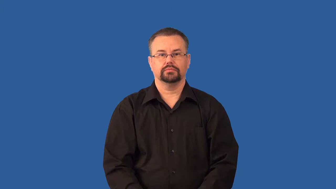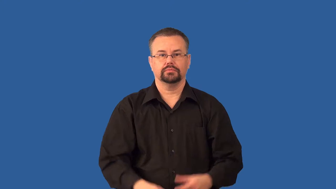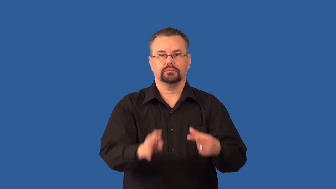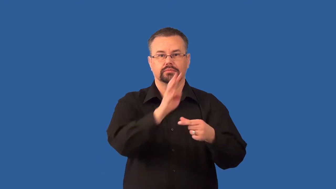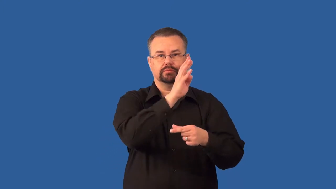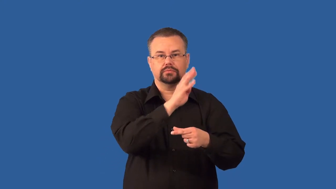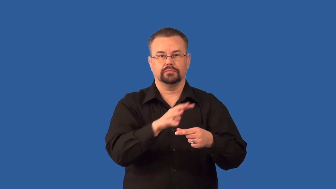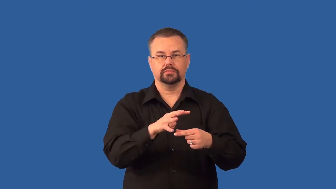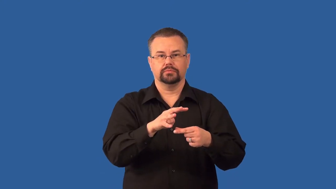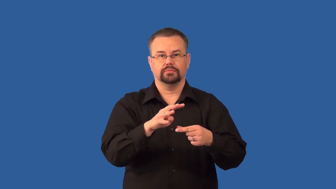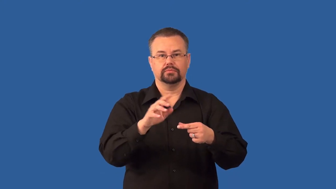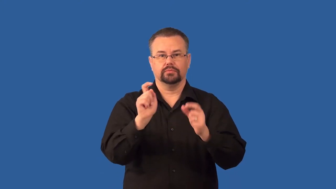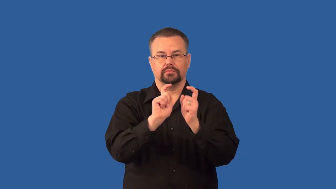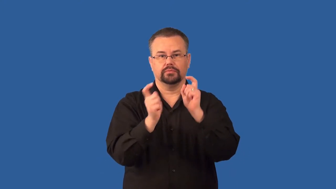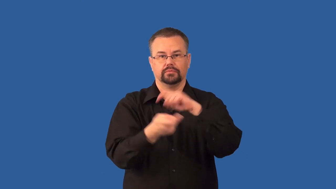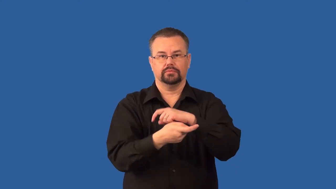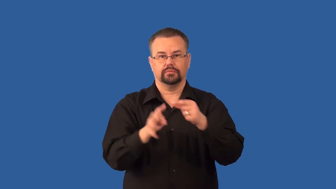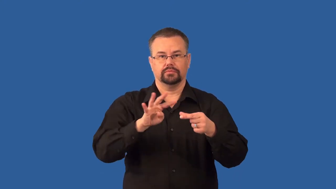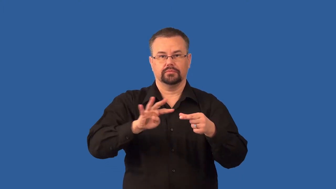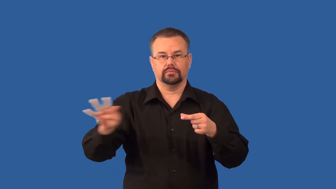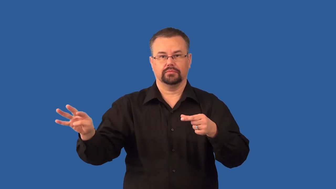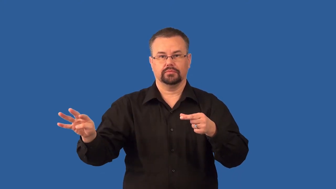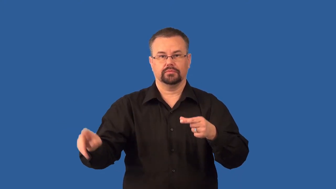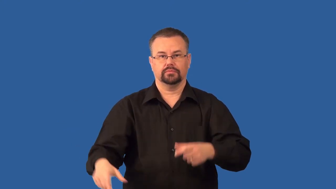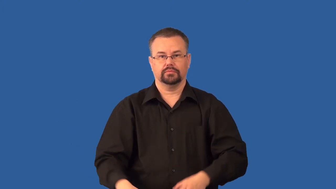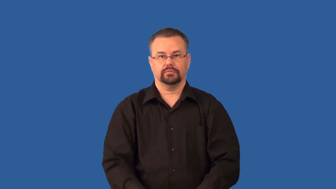semiconductor